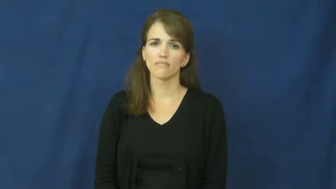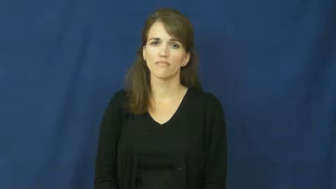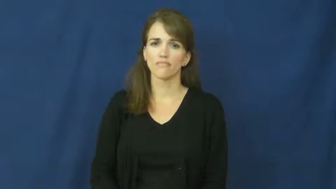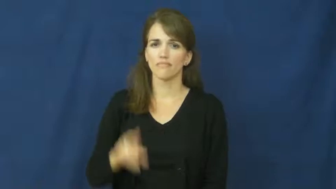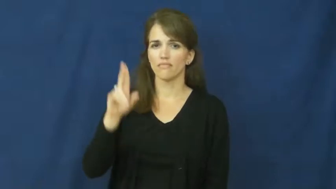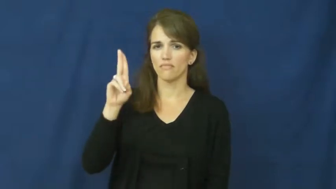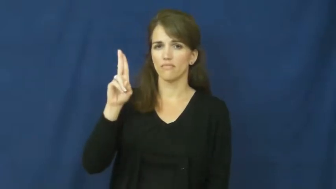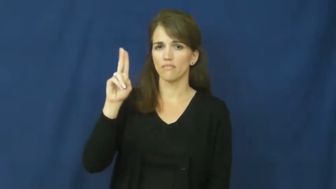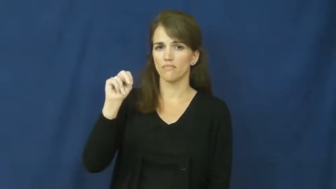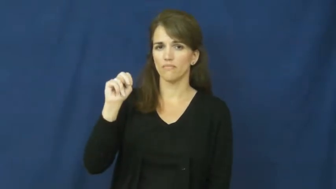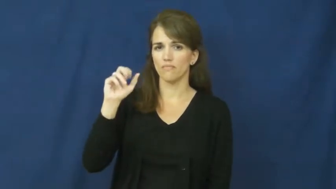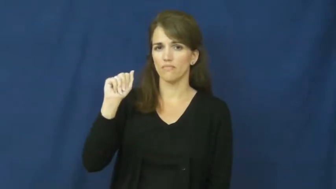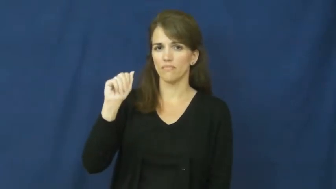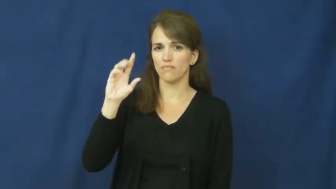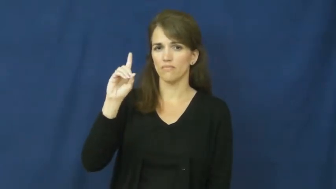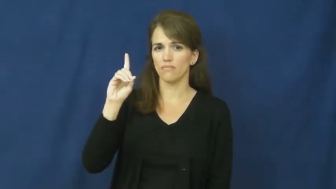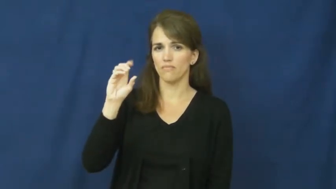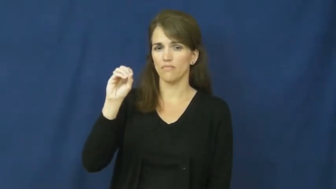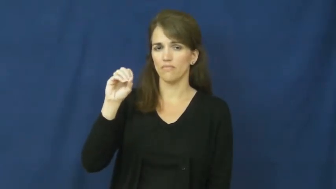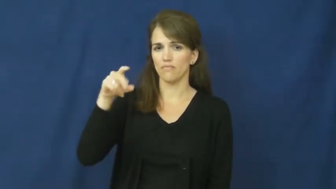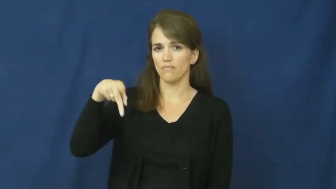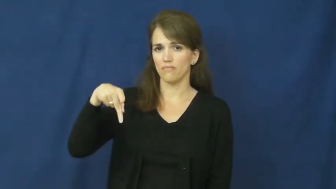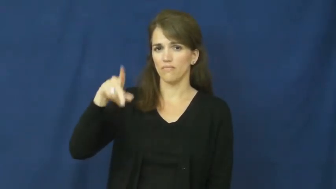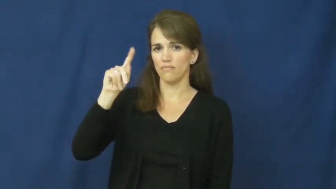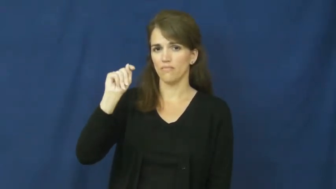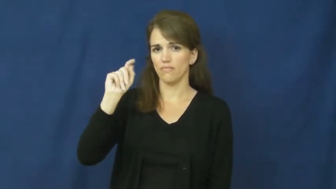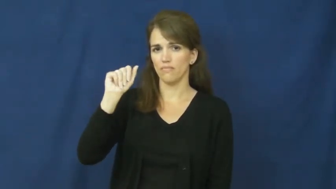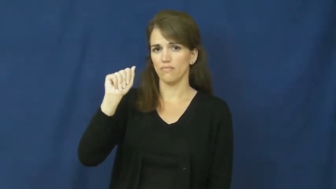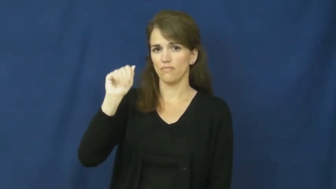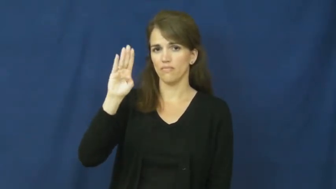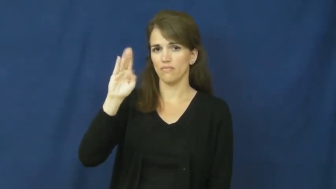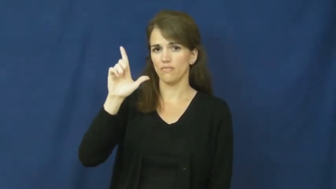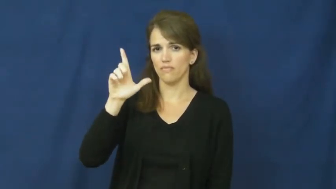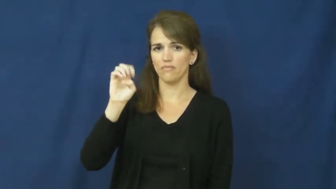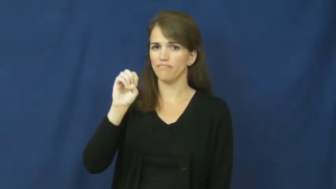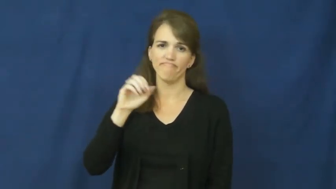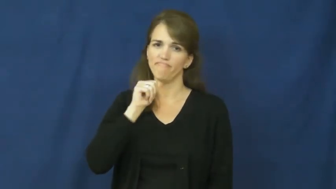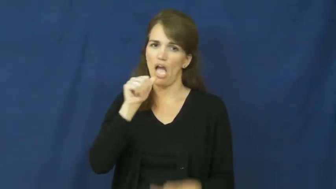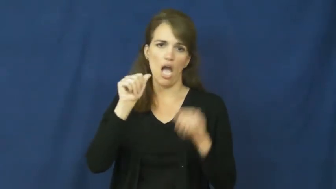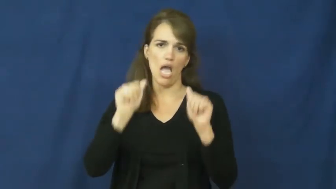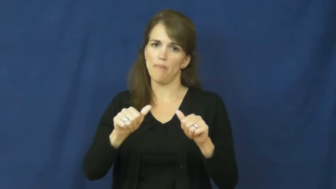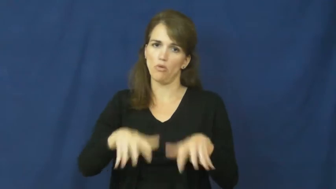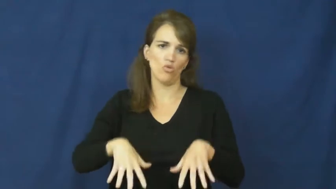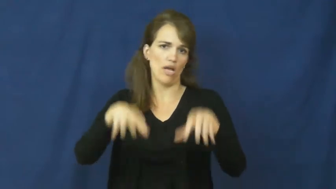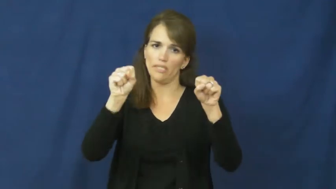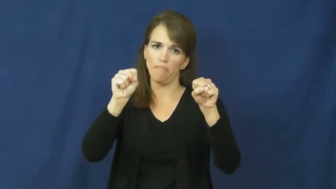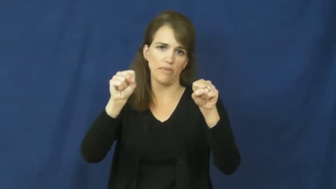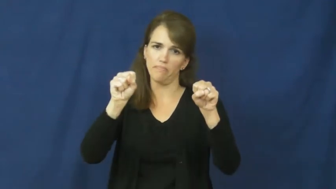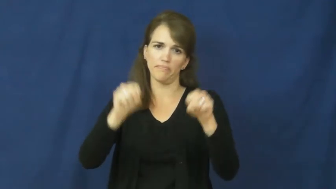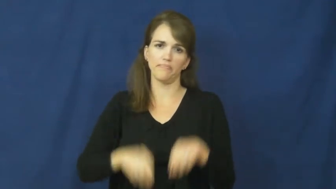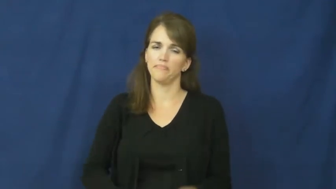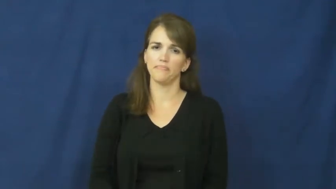unadoptable